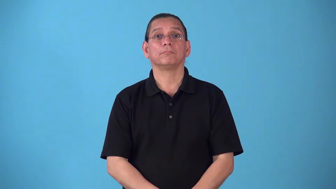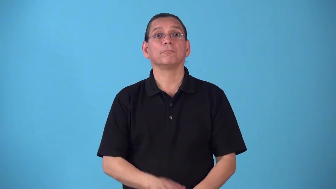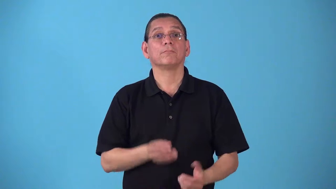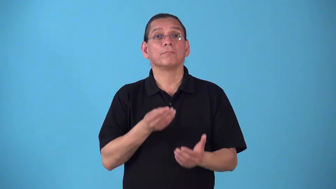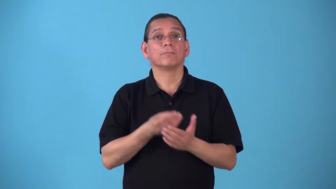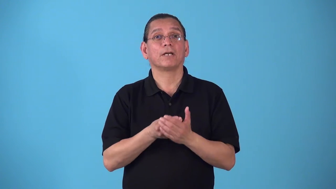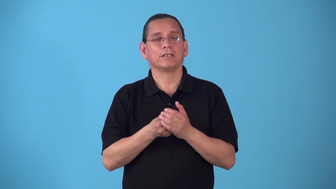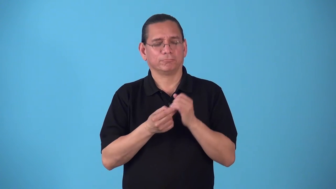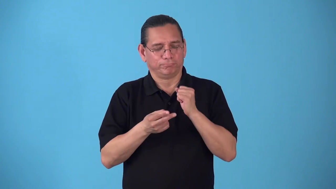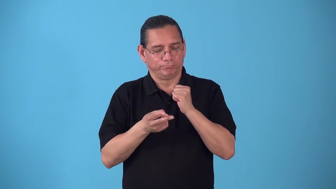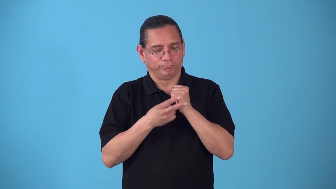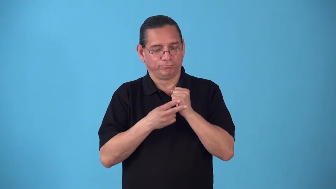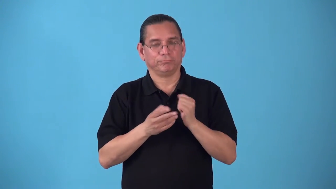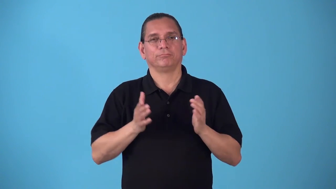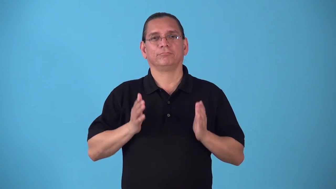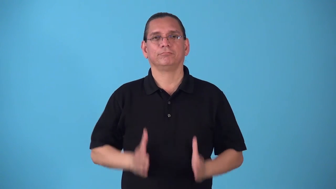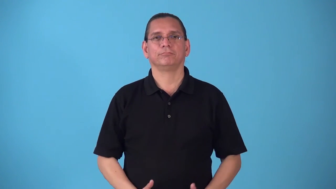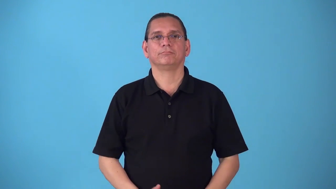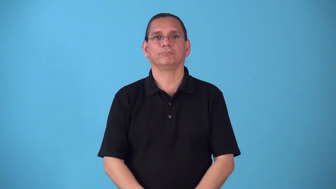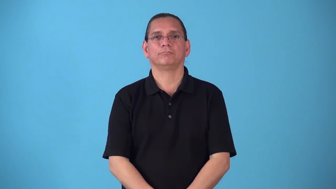saver person saves money